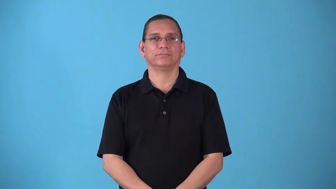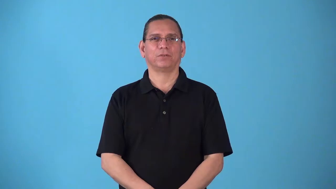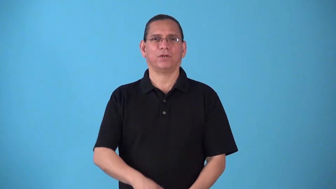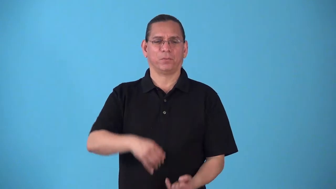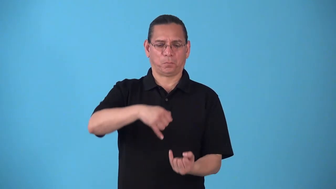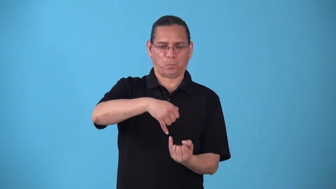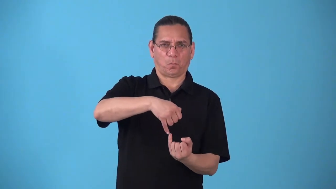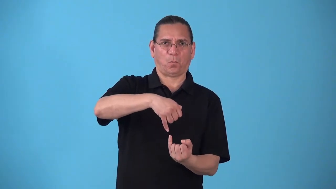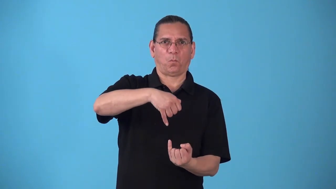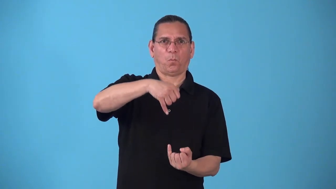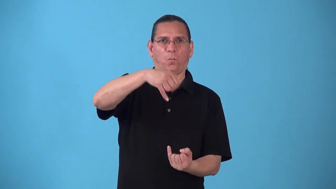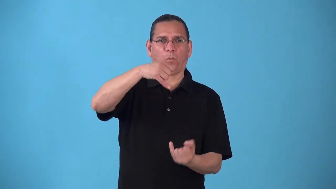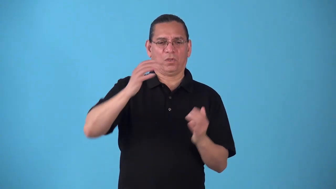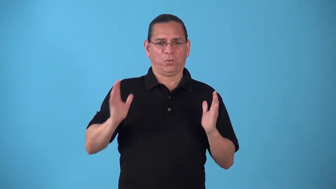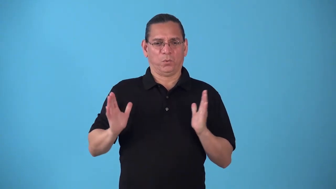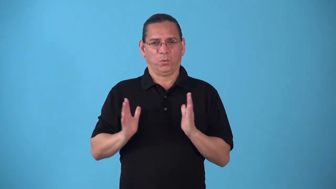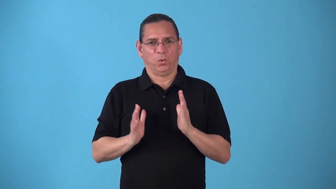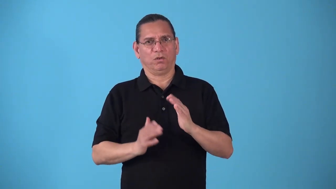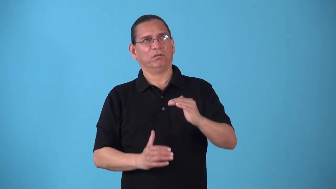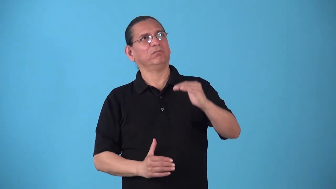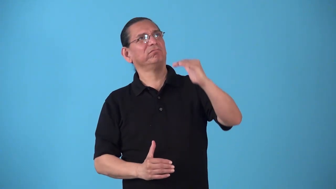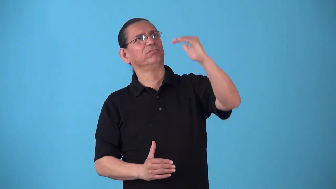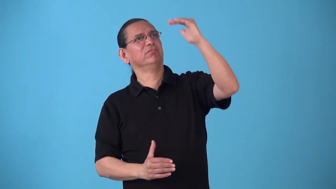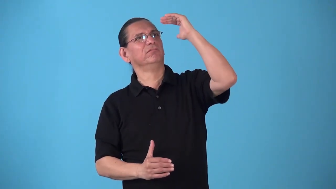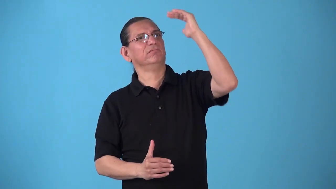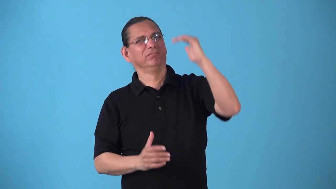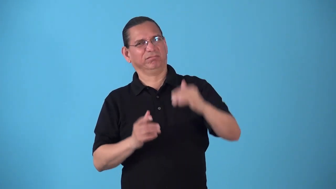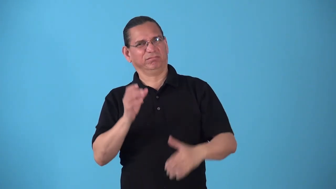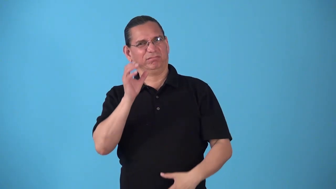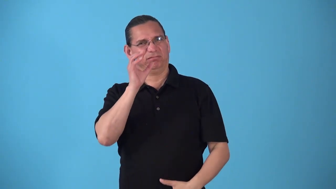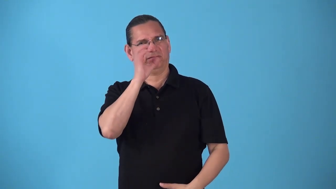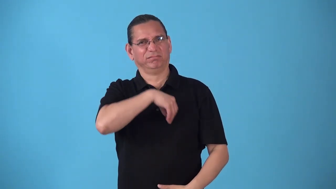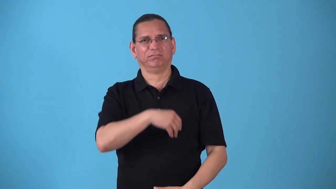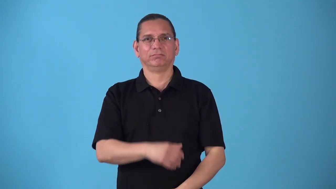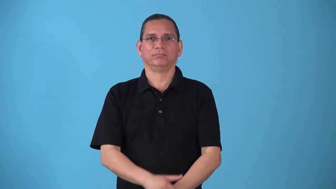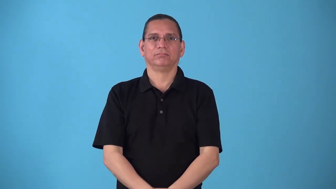slenderize